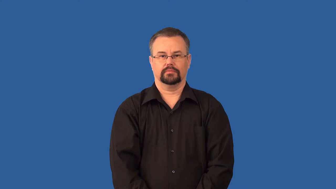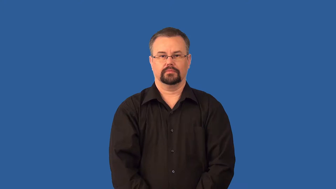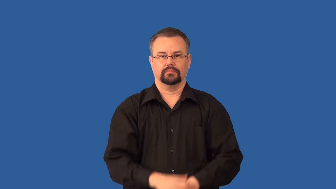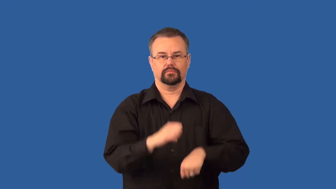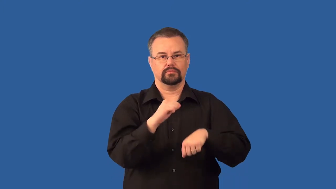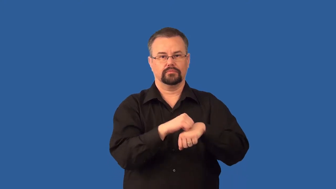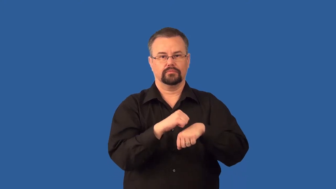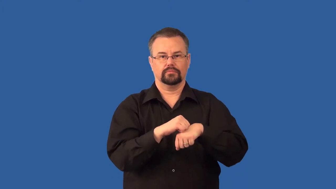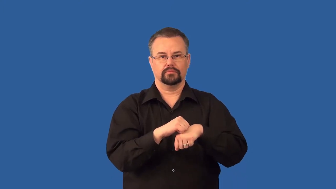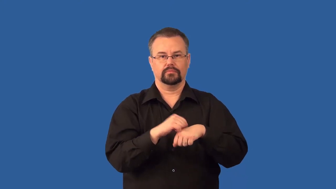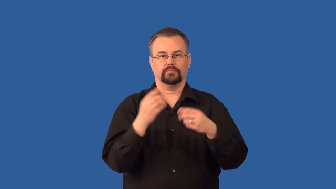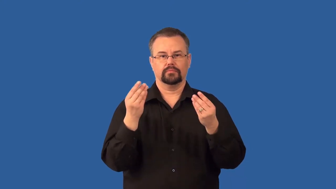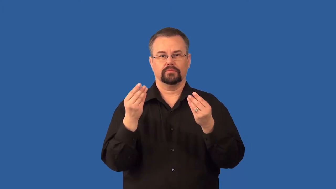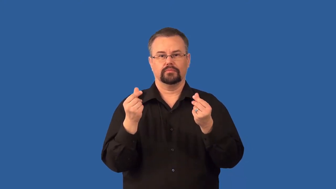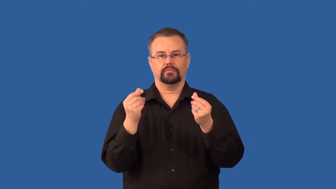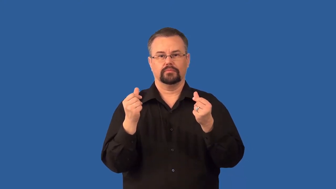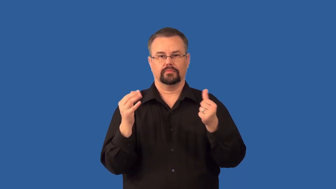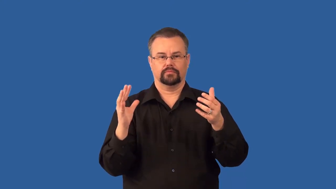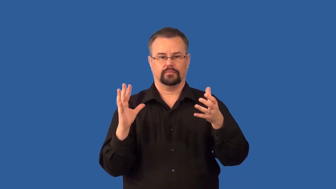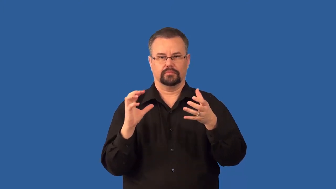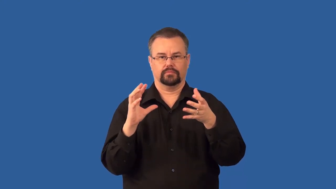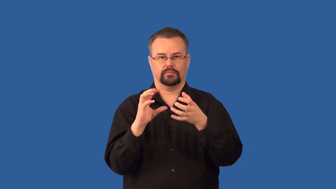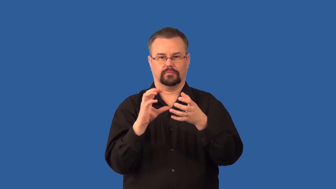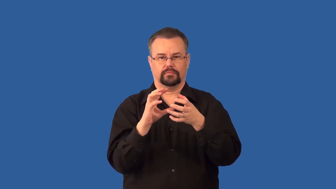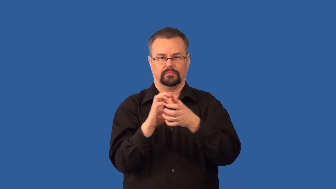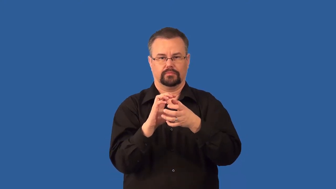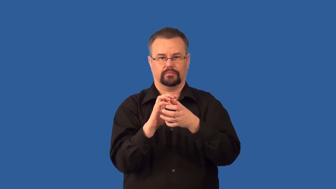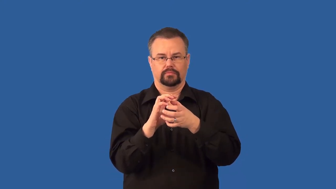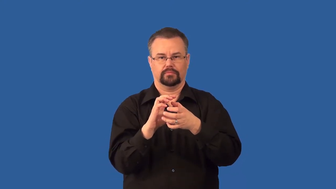cementation